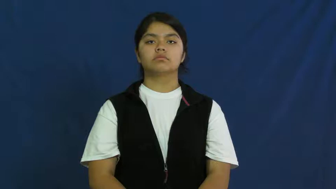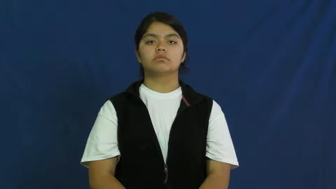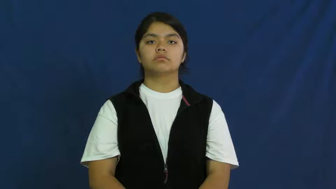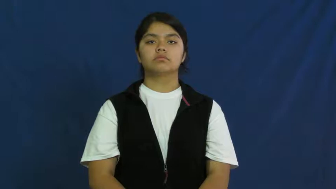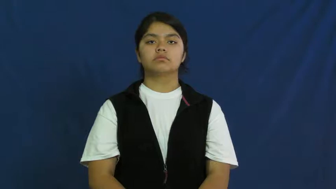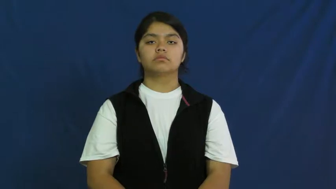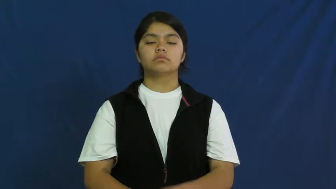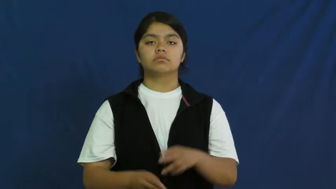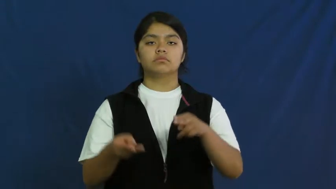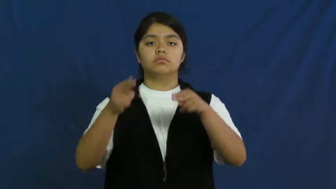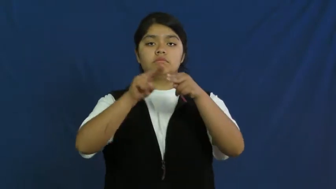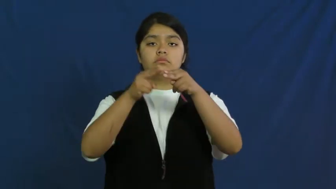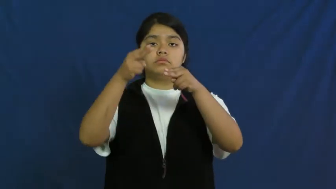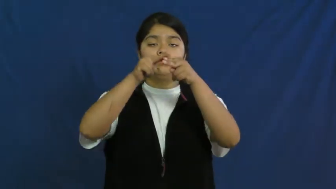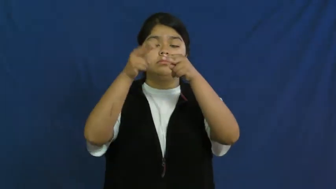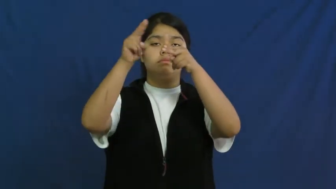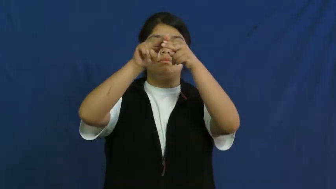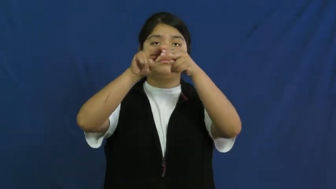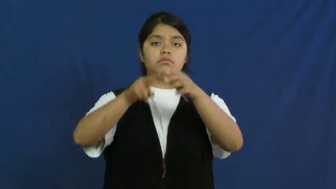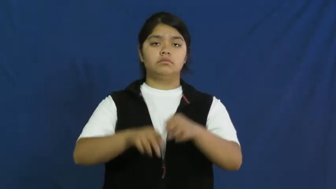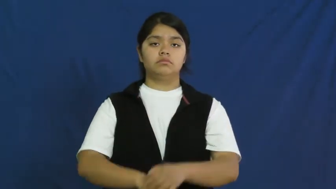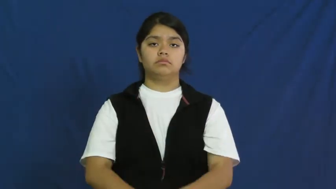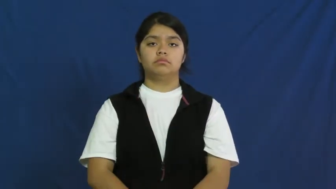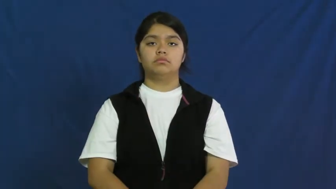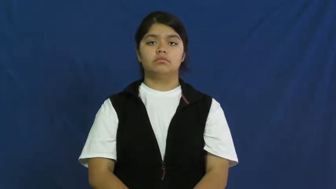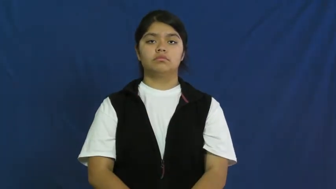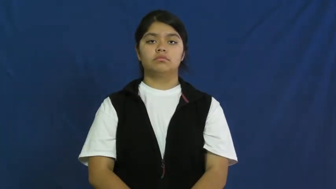upsurge,mount up,build up,pile up-increase